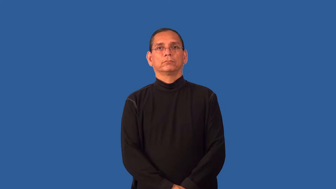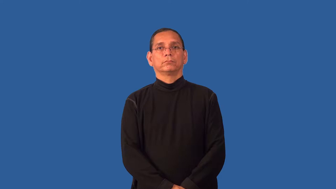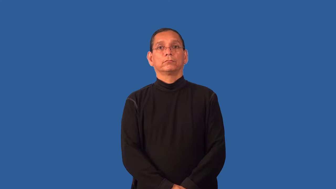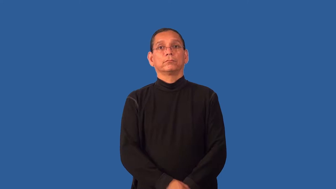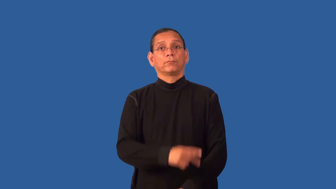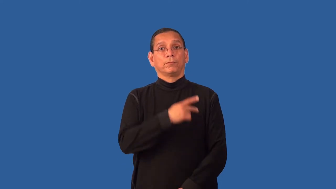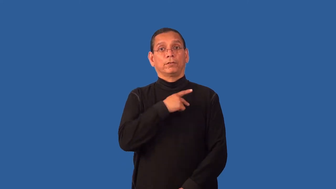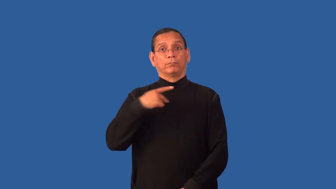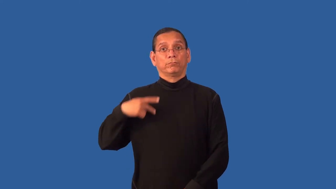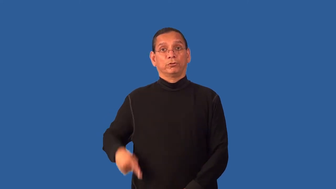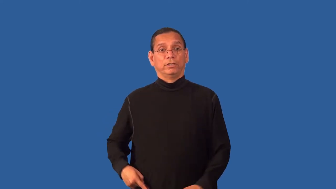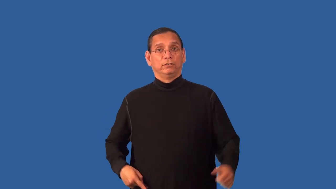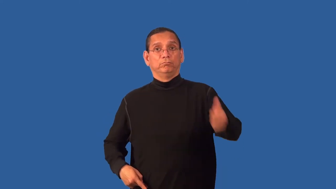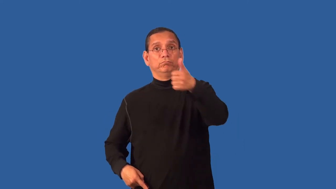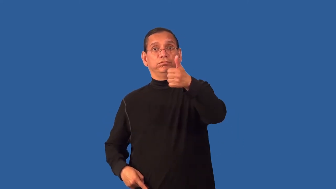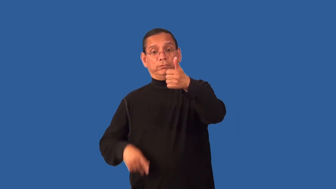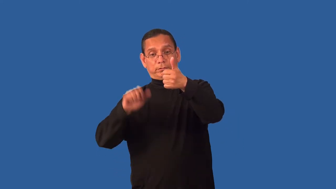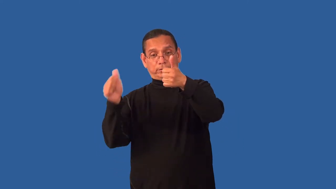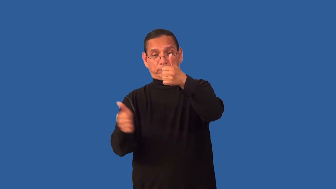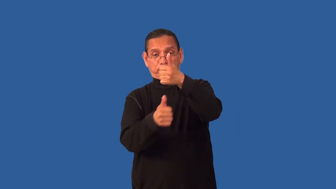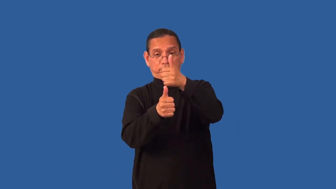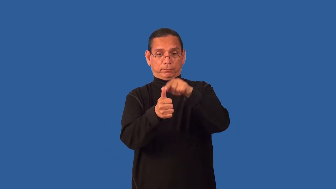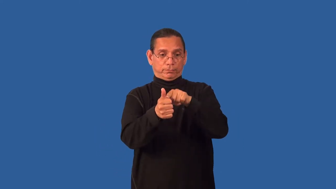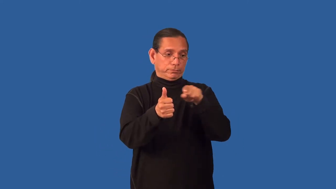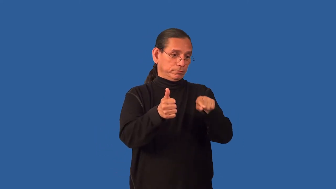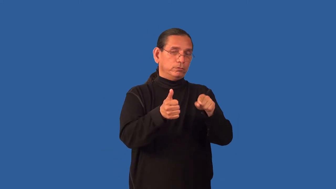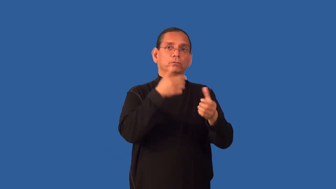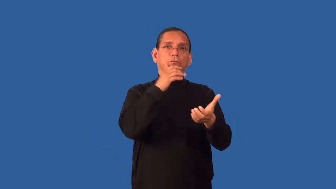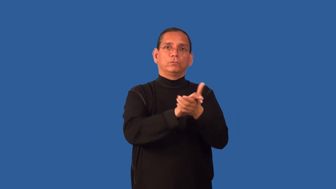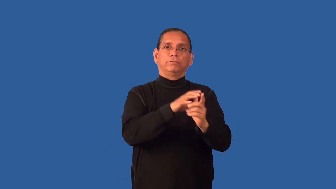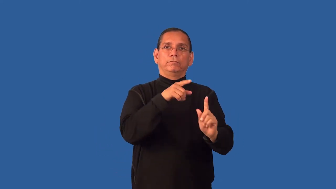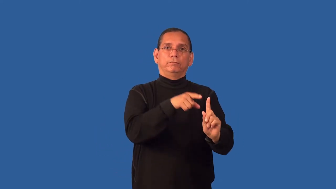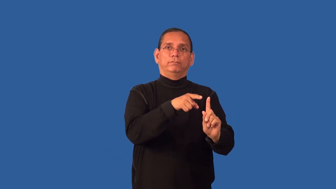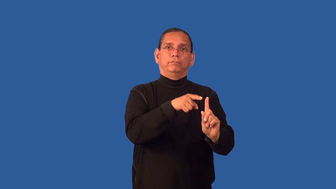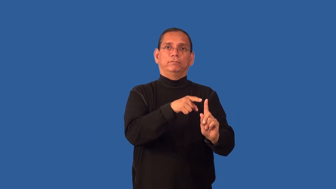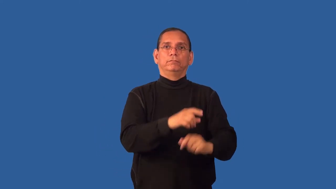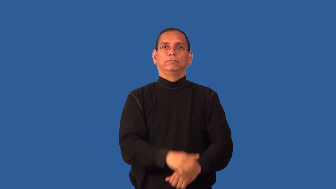duchess